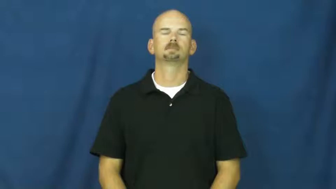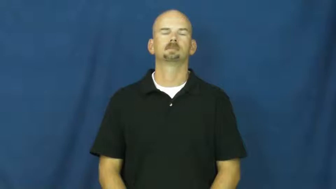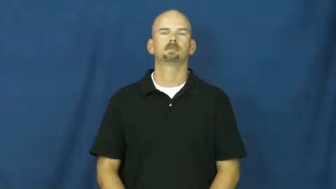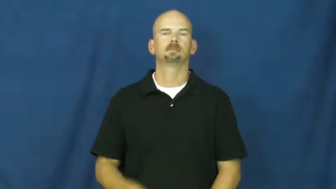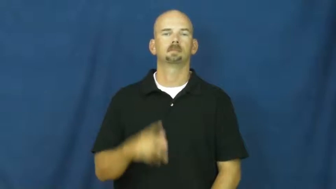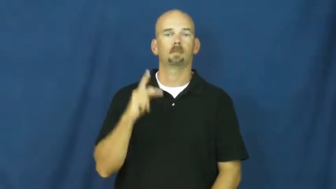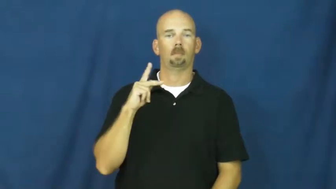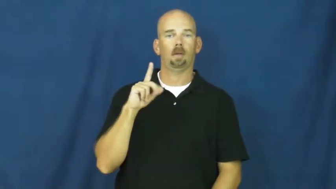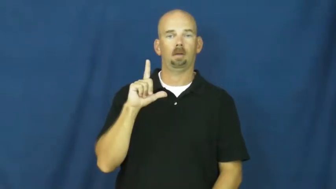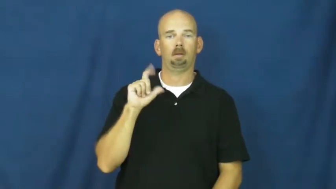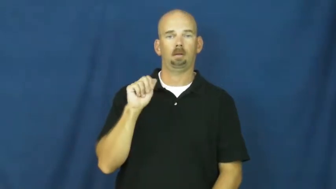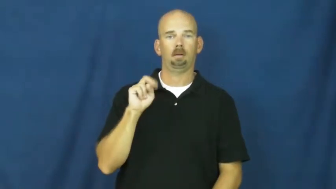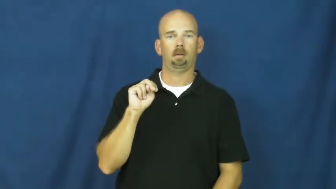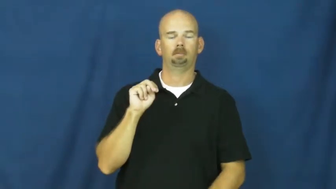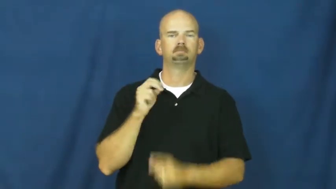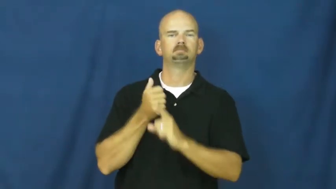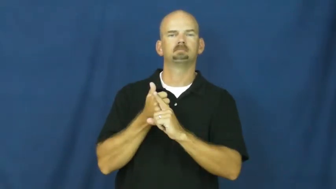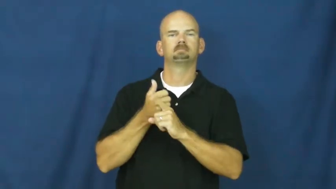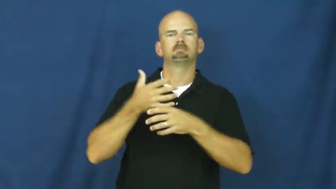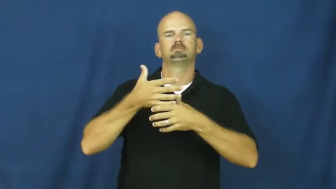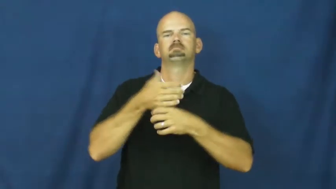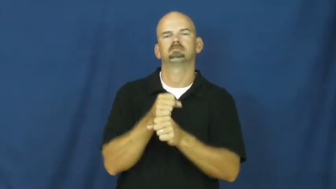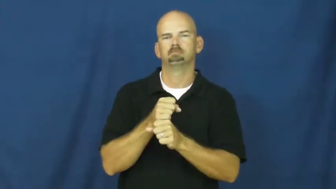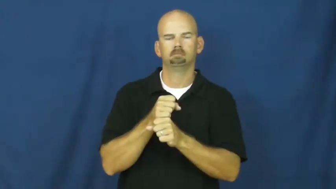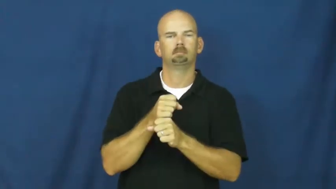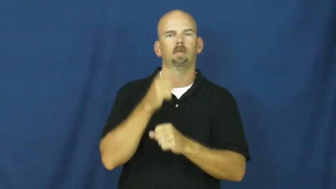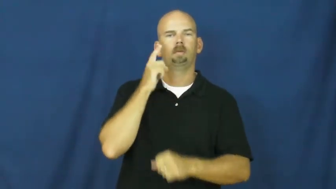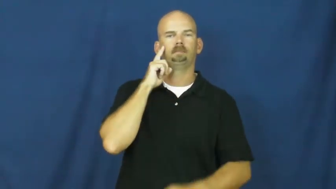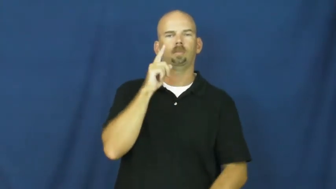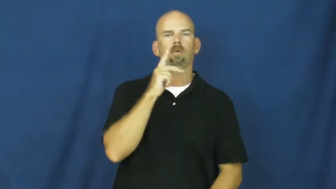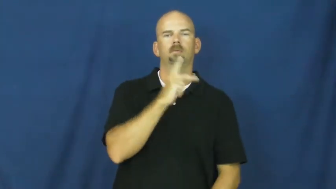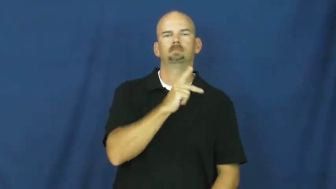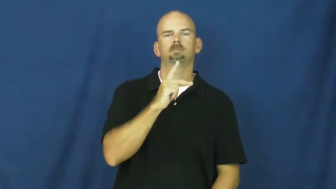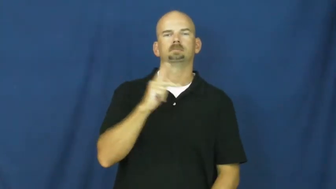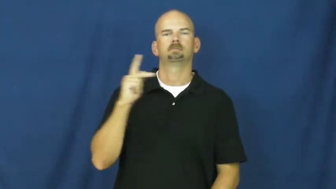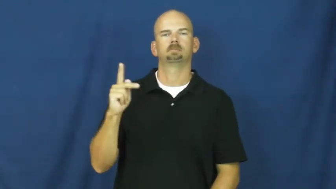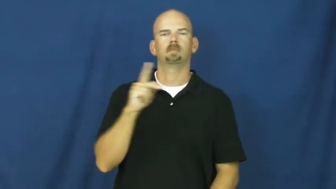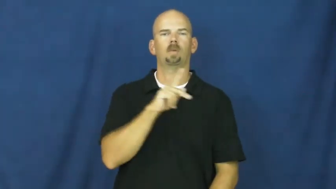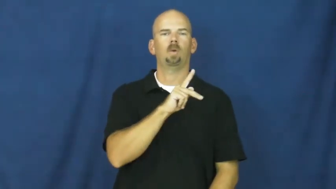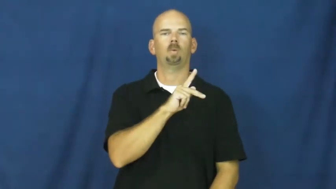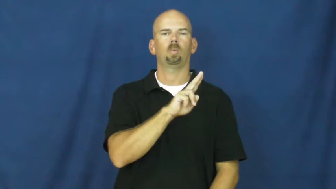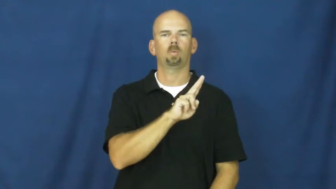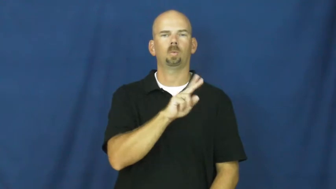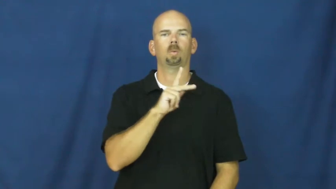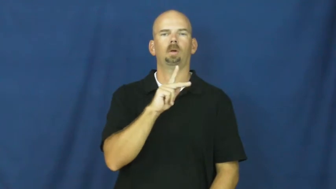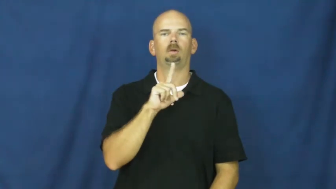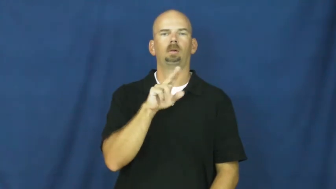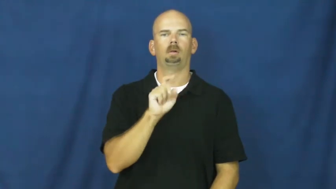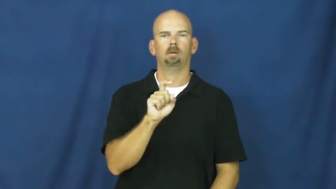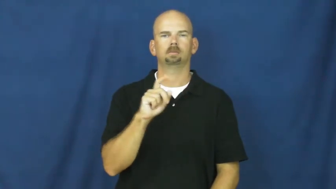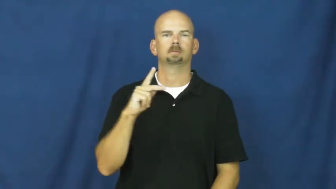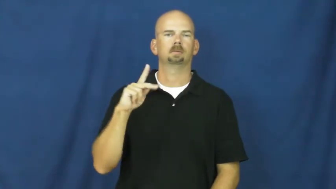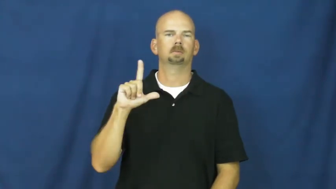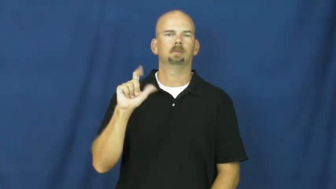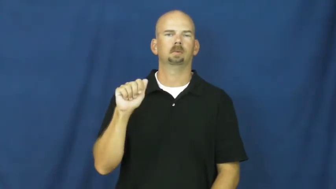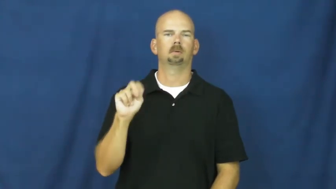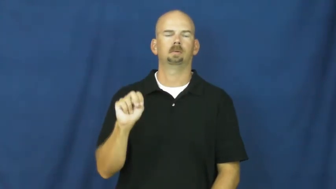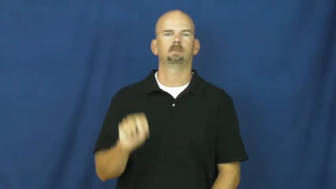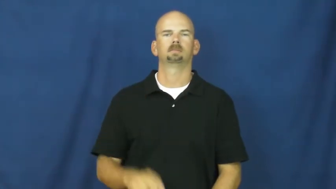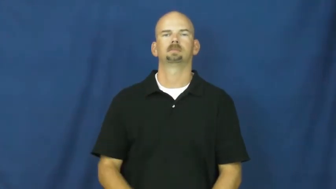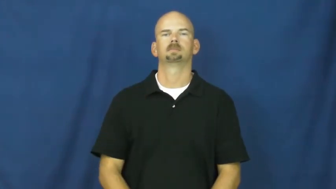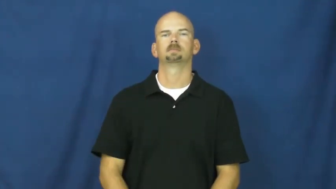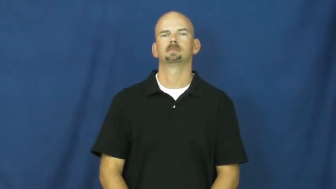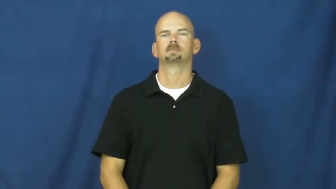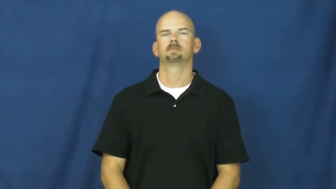klan